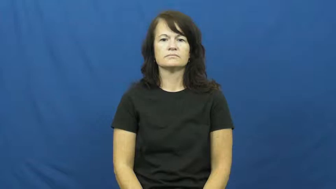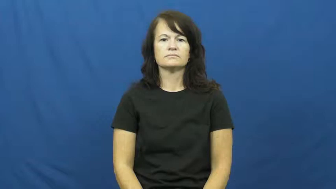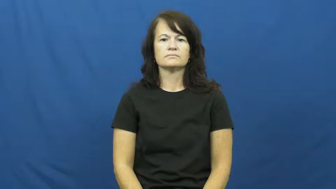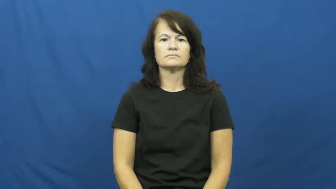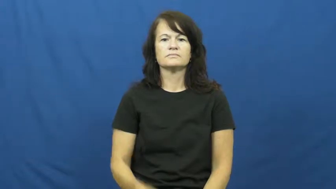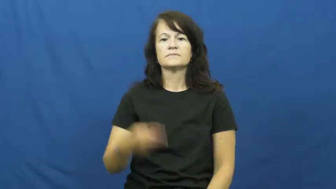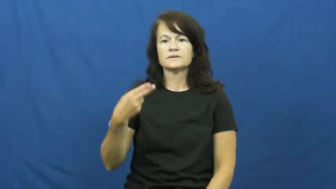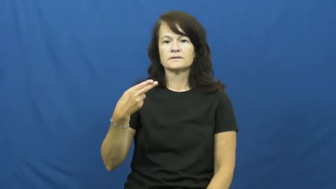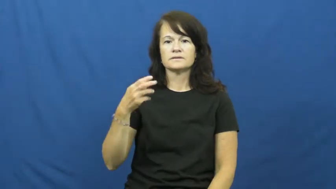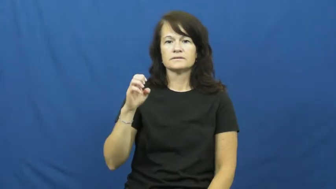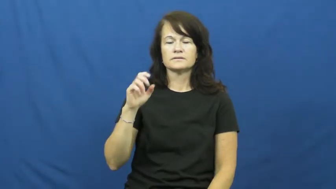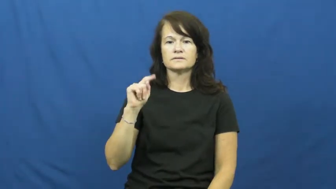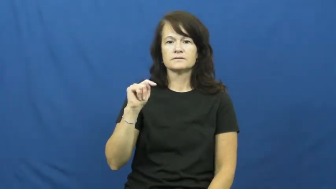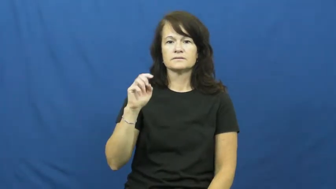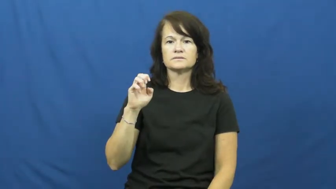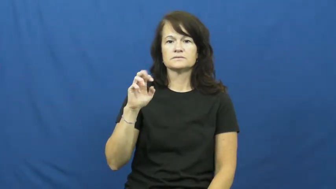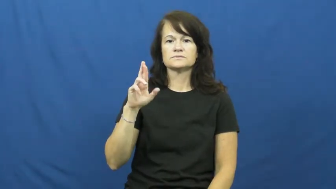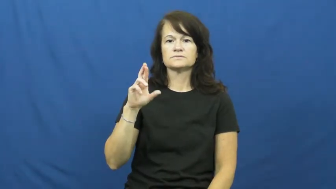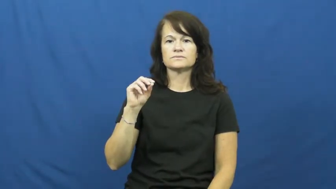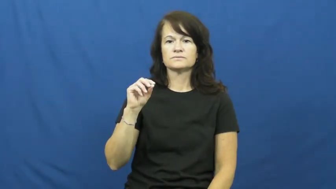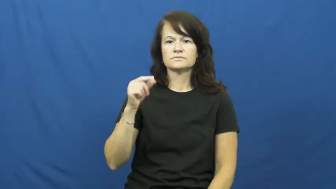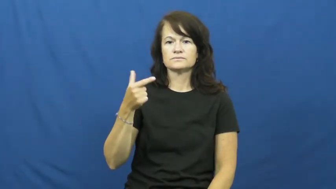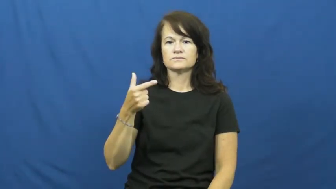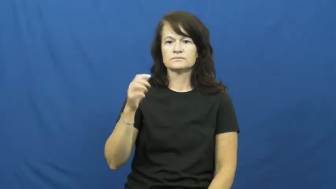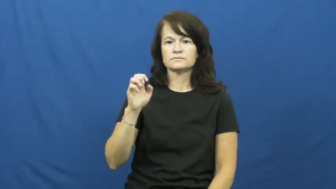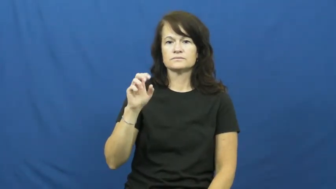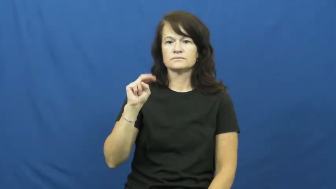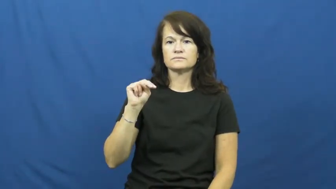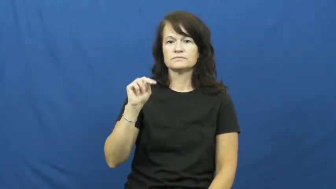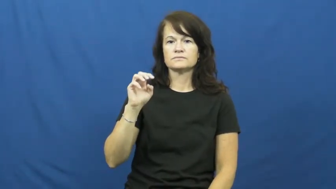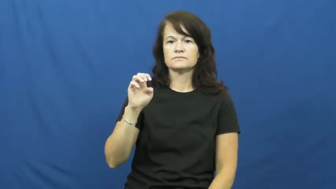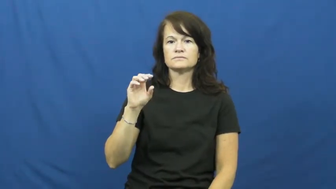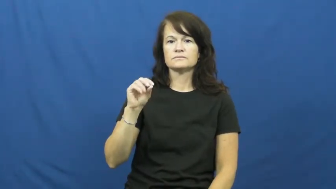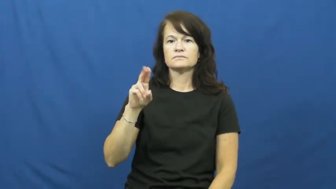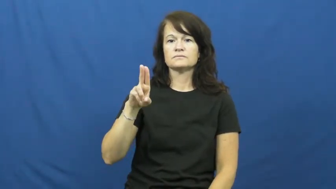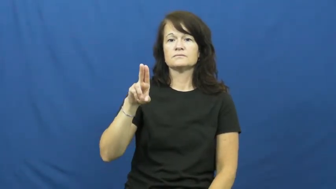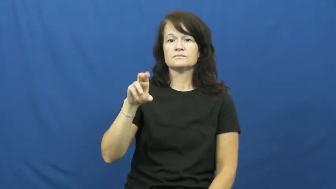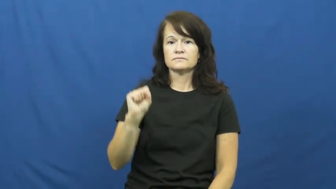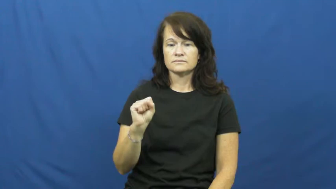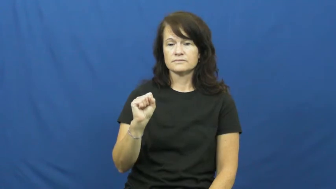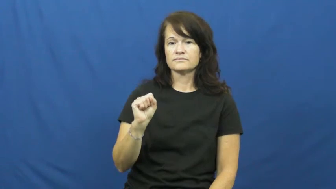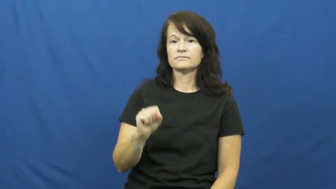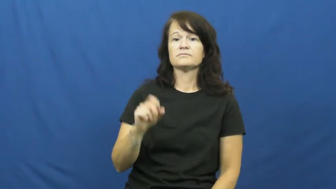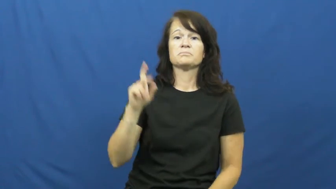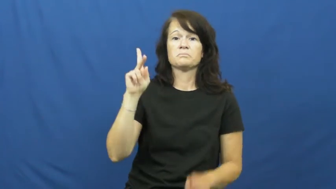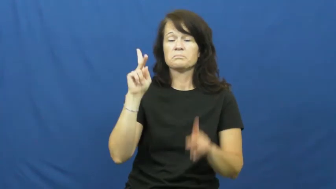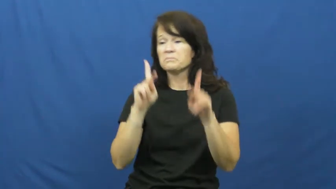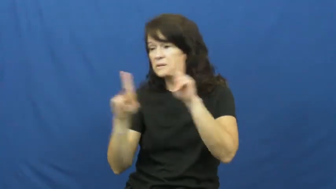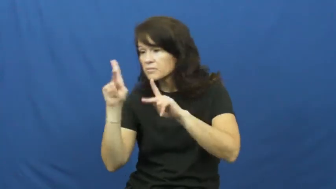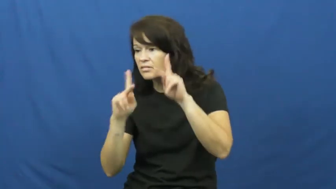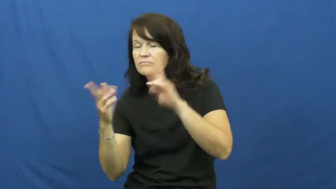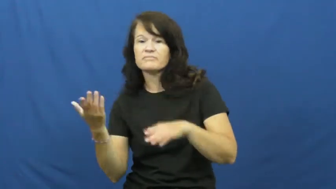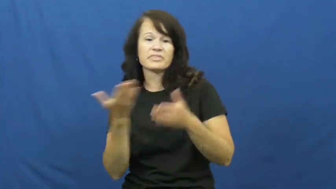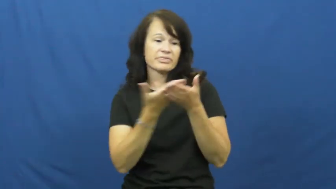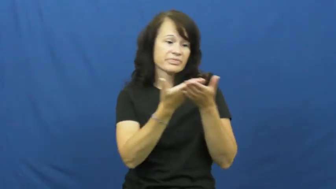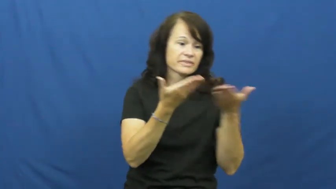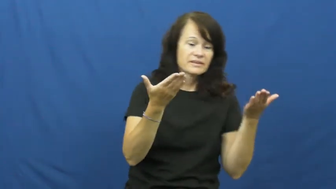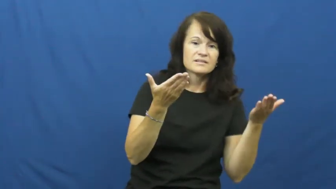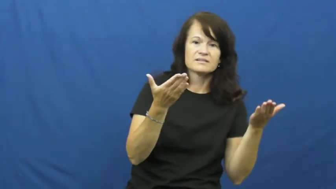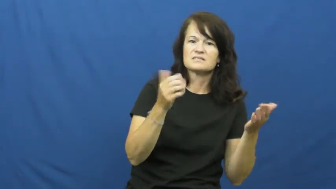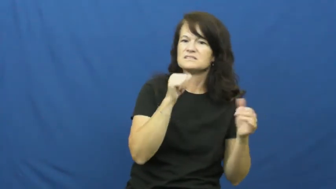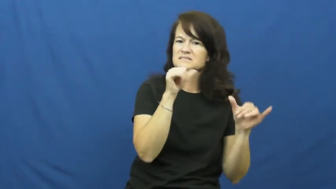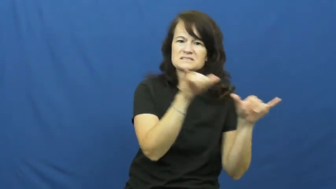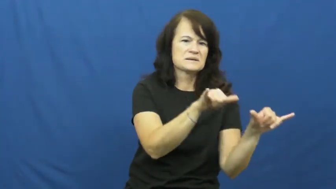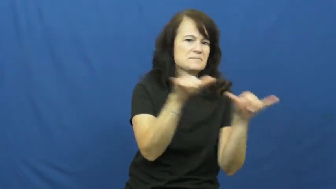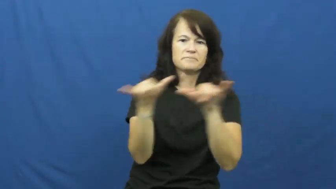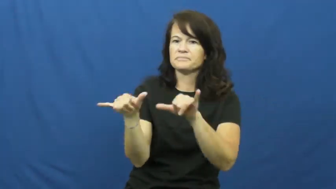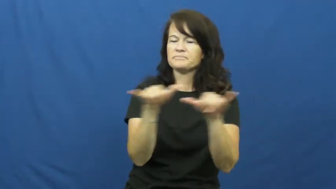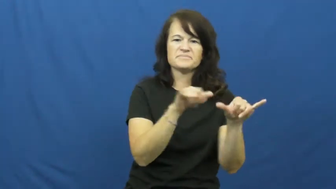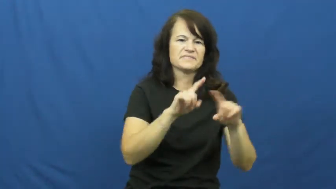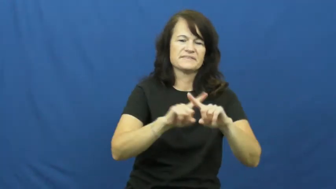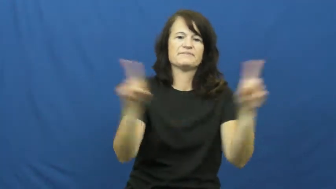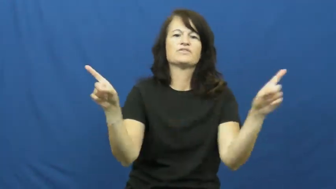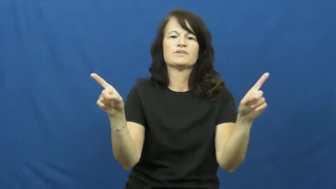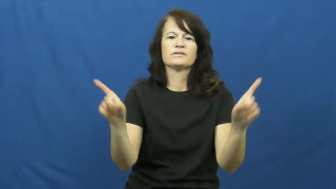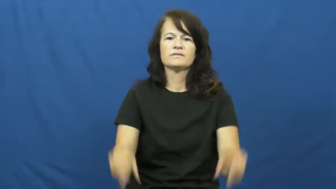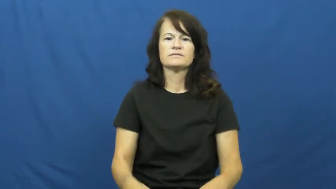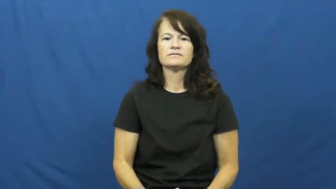heterogeneous